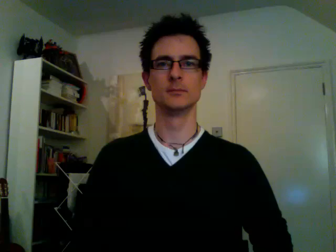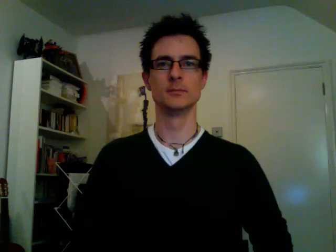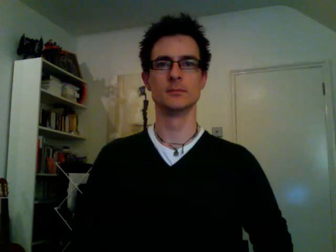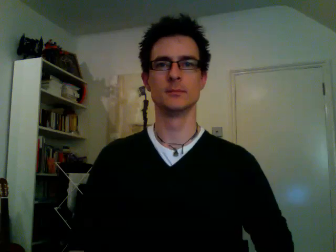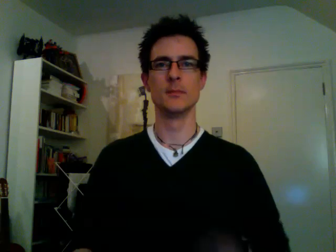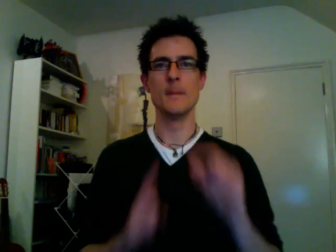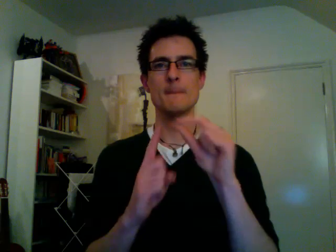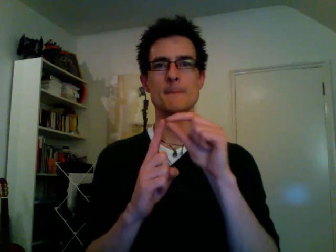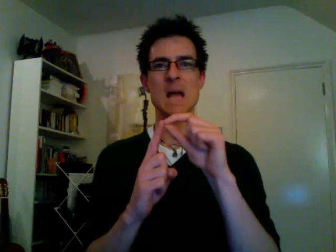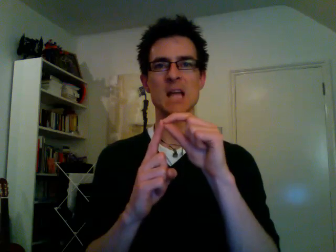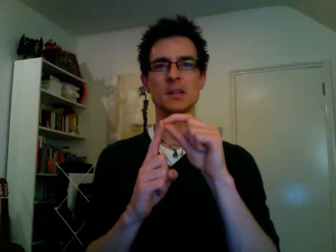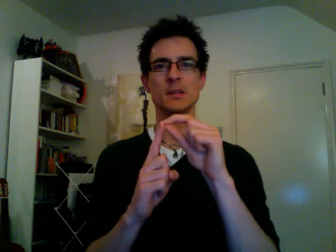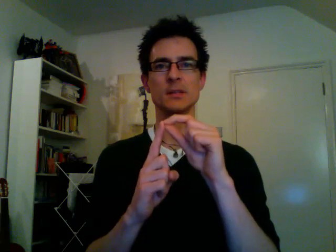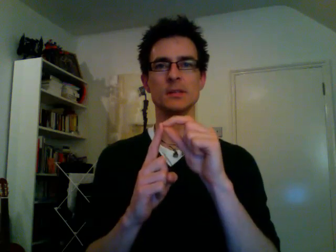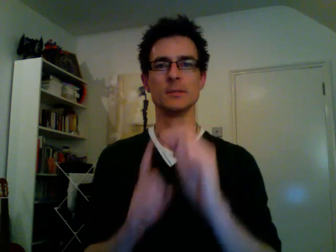pence